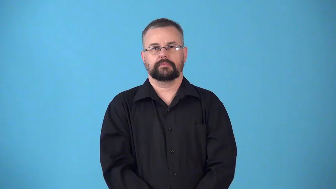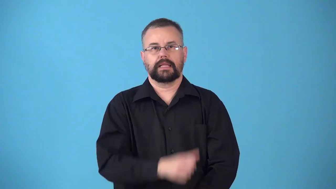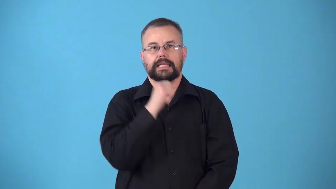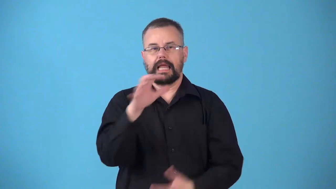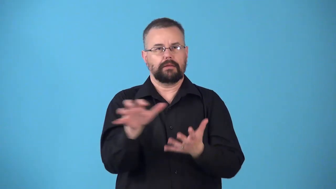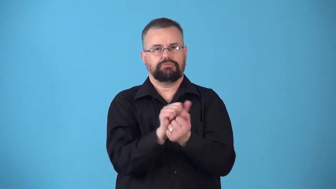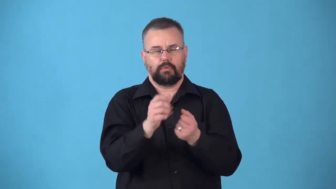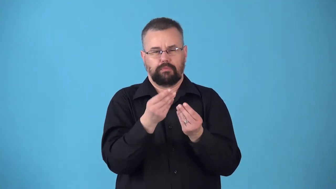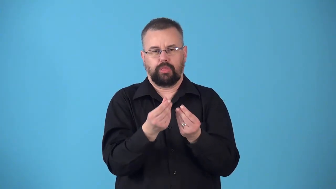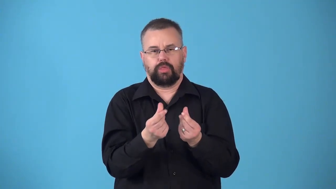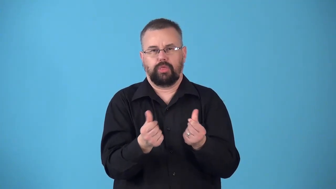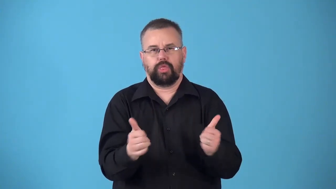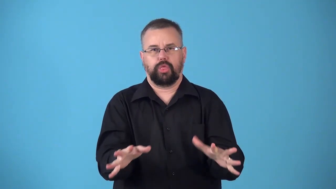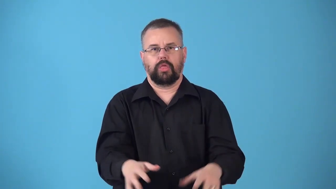noncorroding